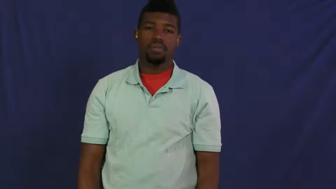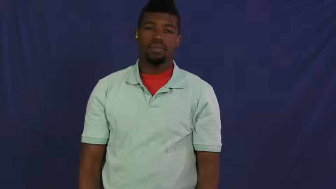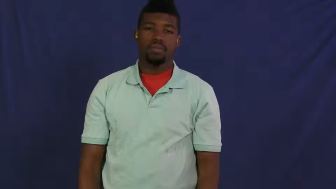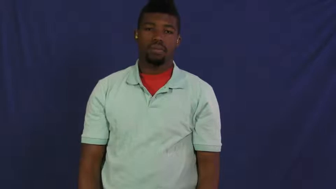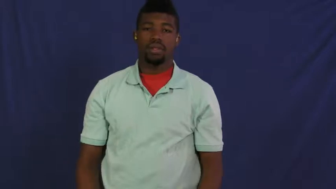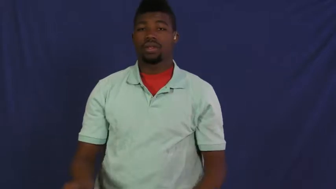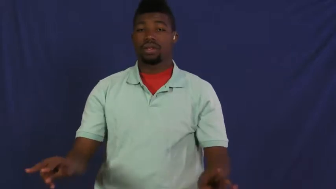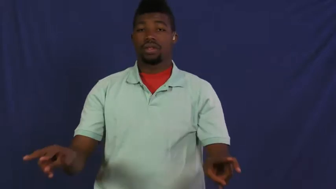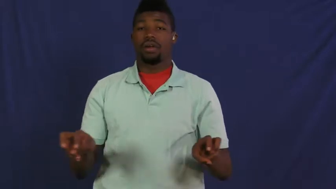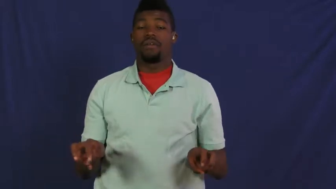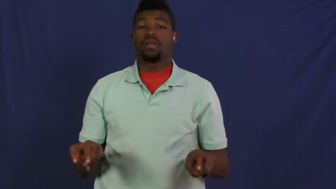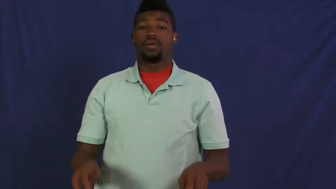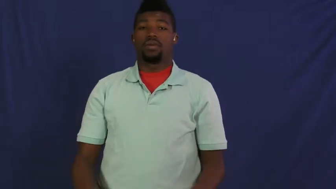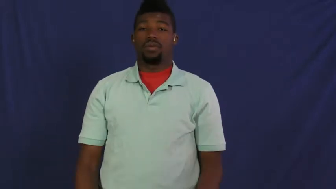parsimonious-hoarde money